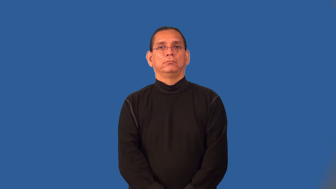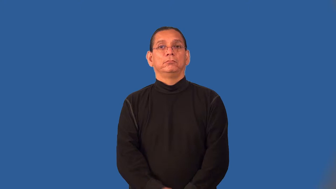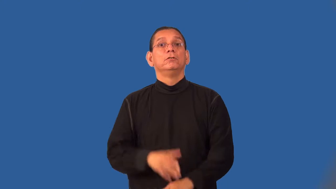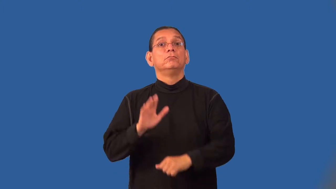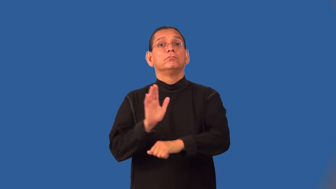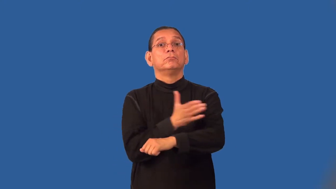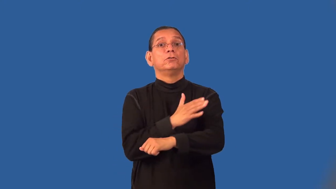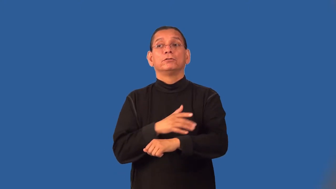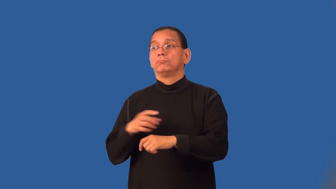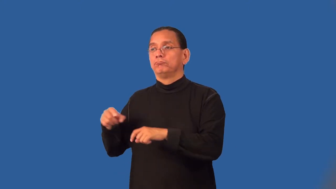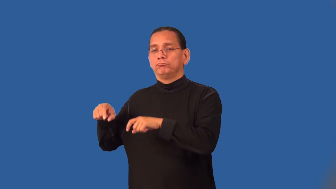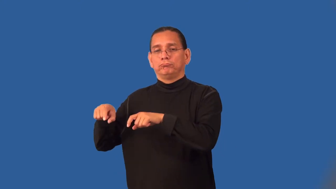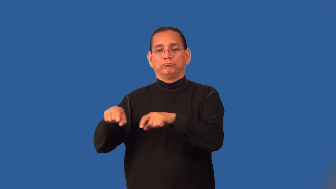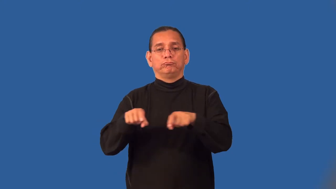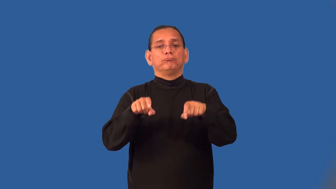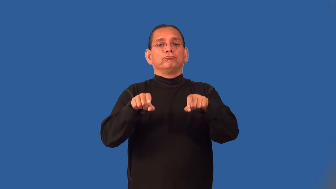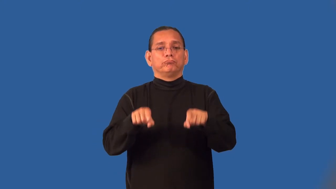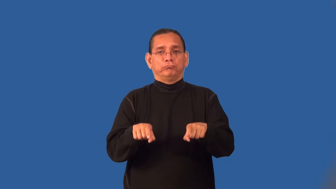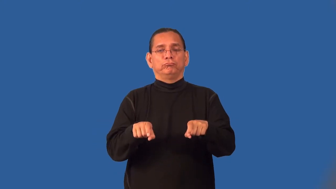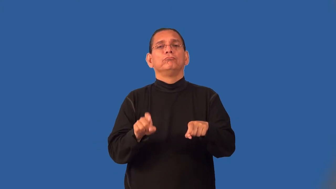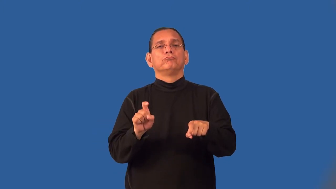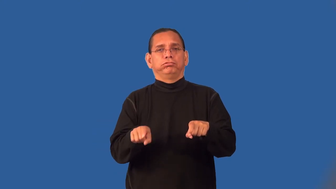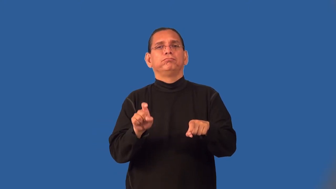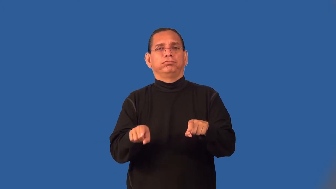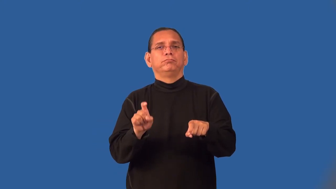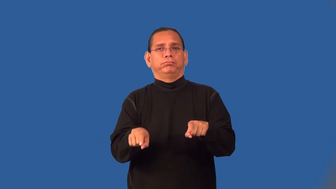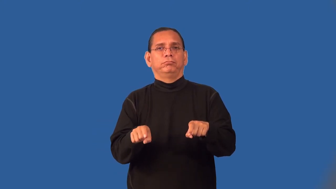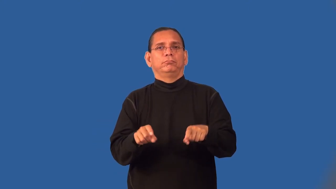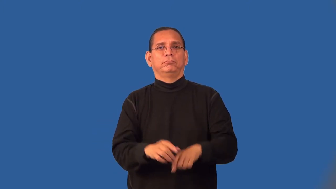pedal-on keyboard or drum